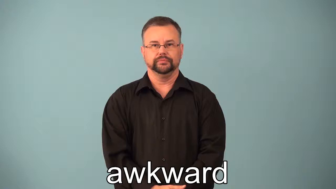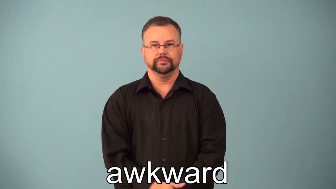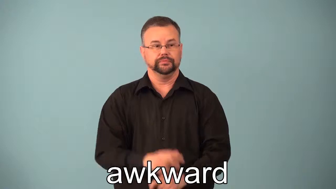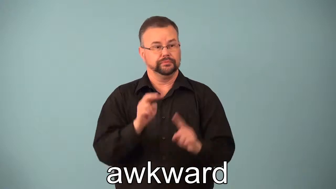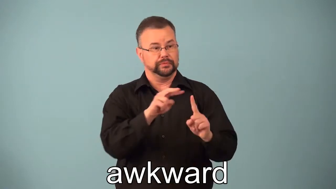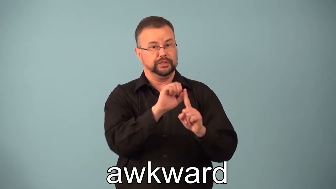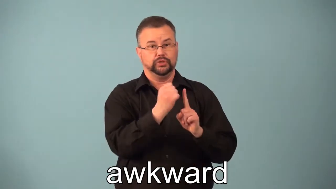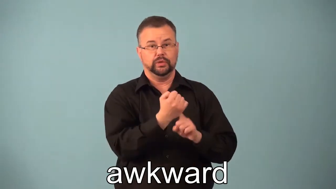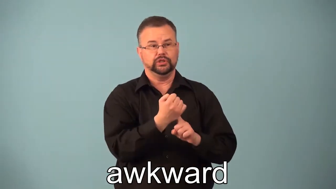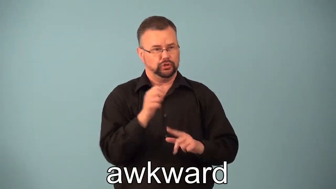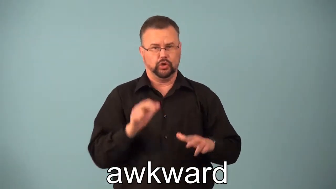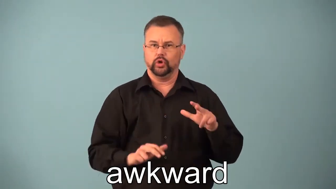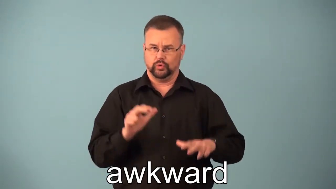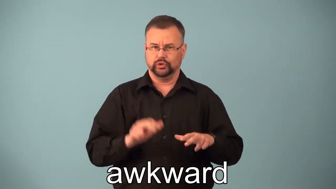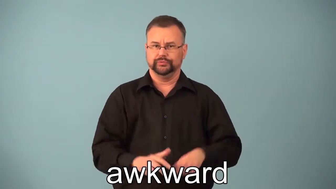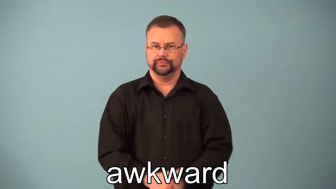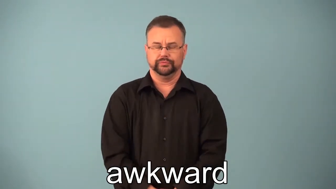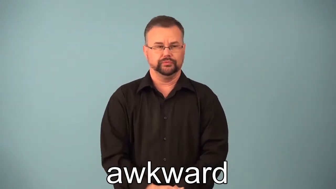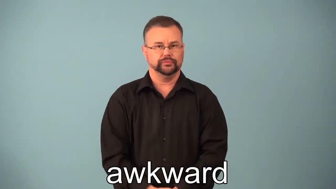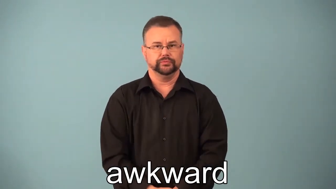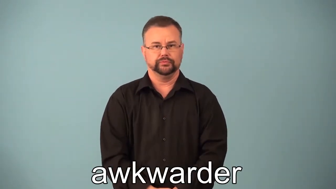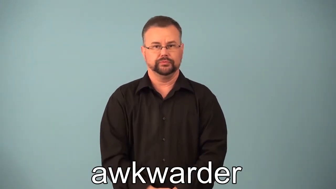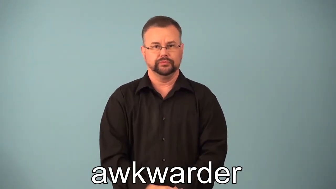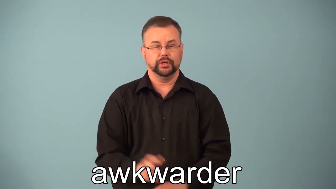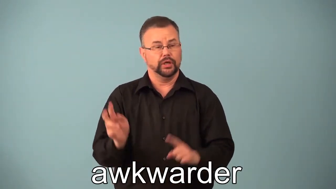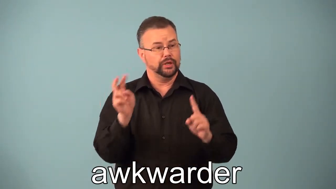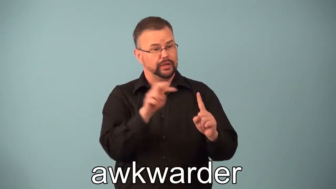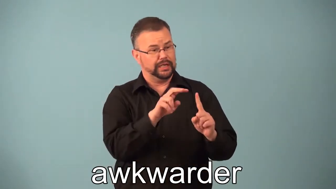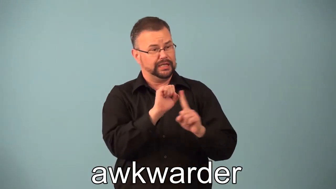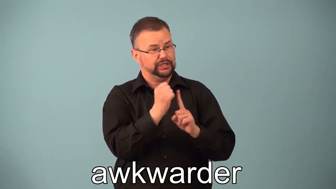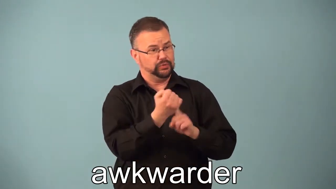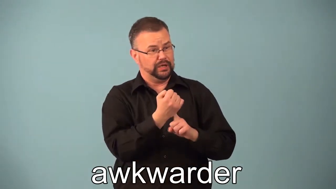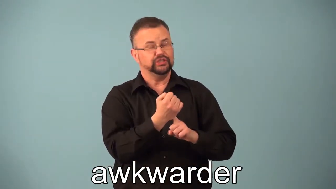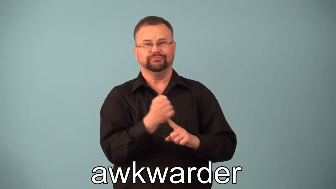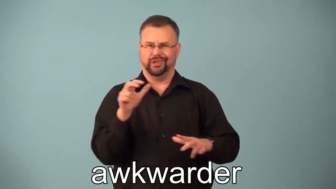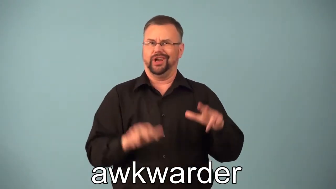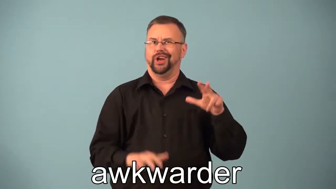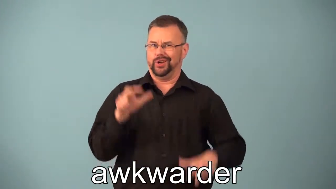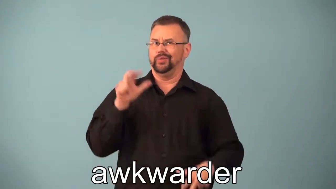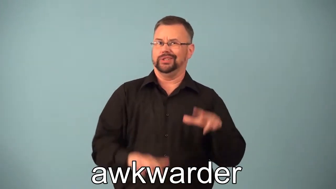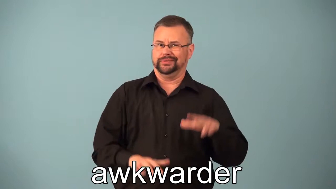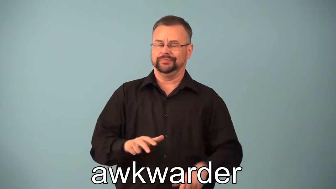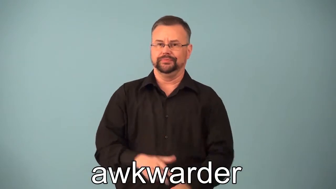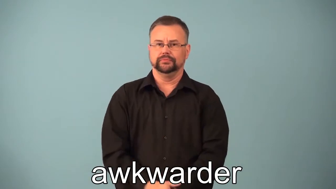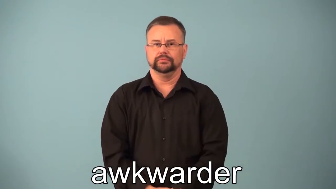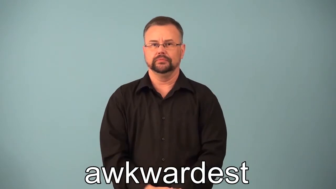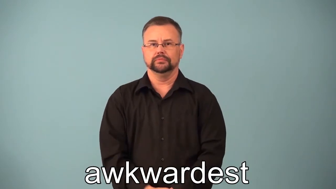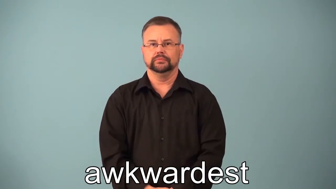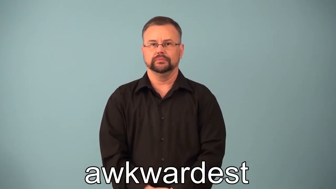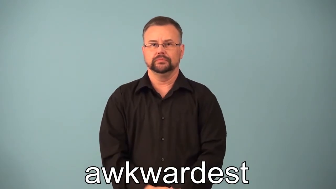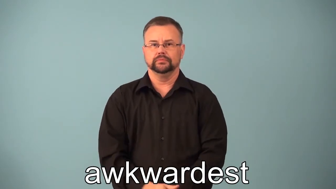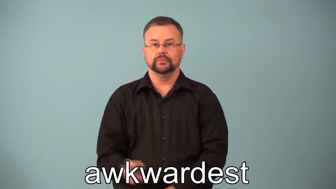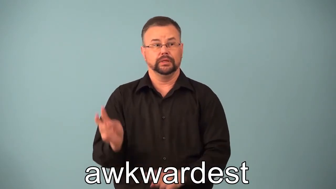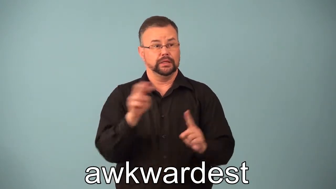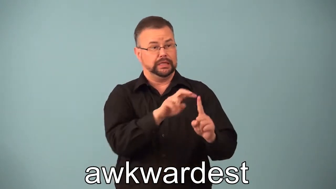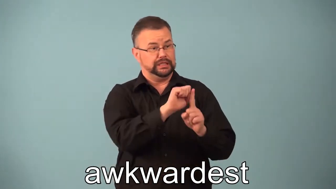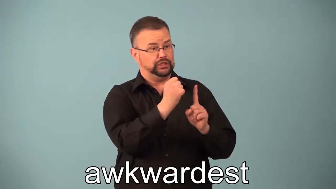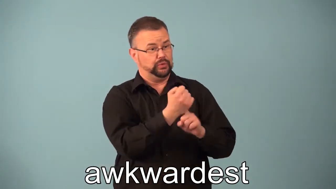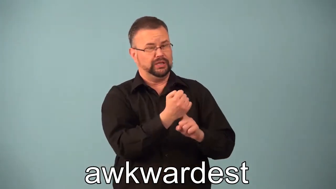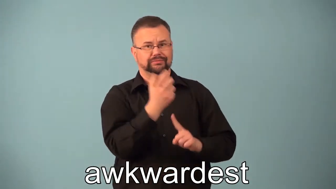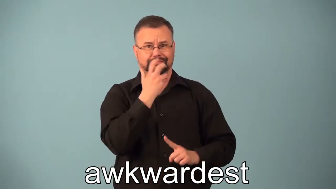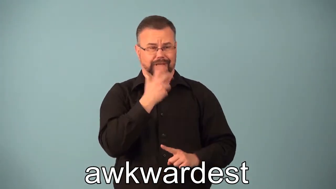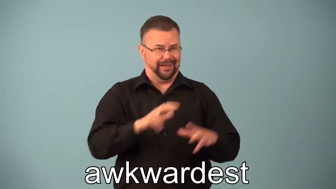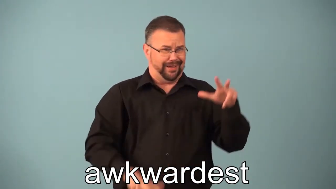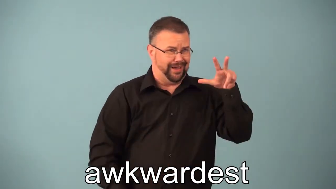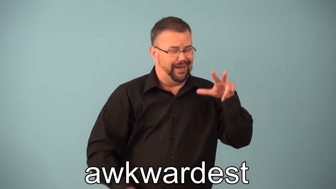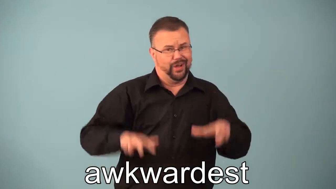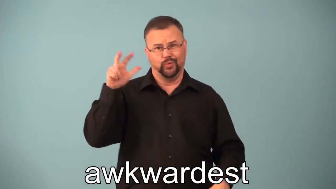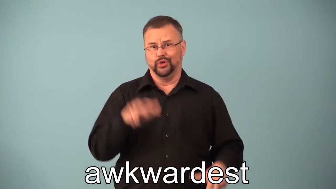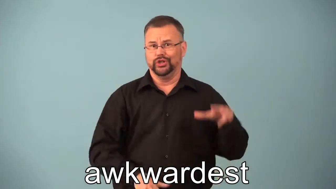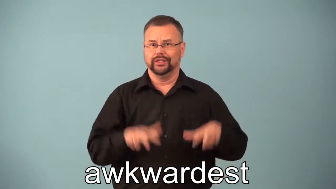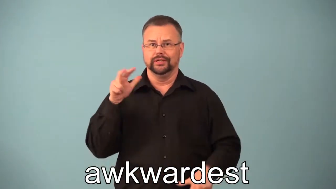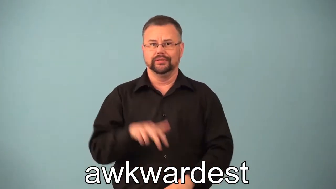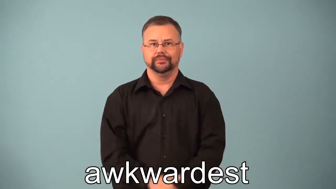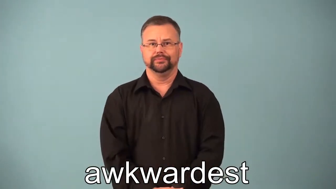awkwarder, awkardest